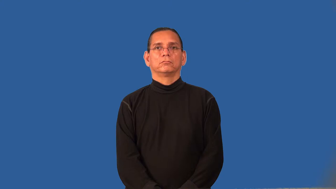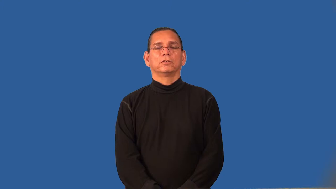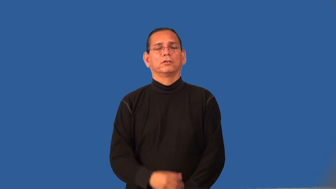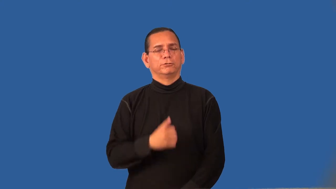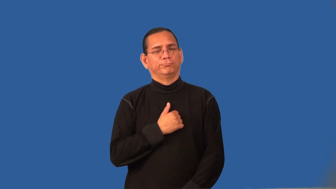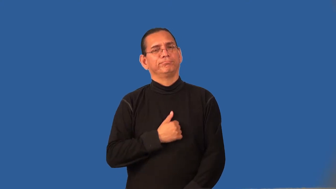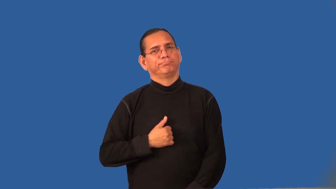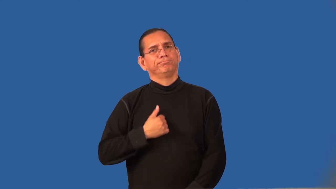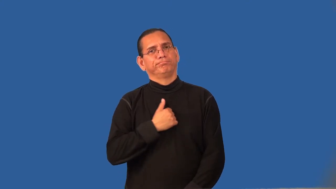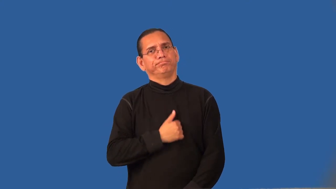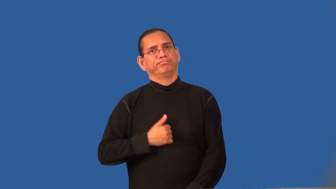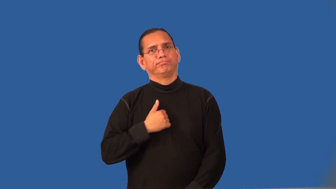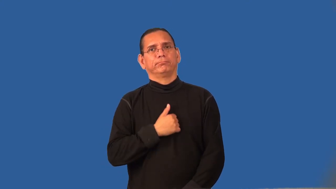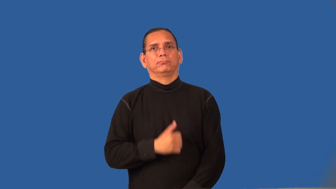rue